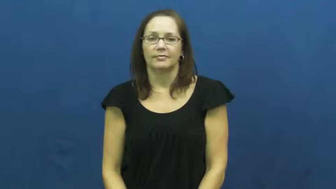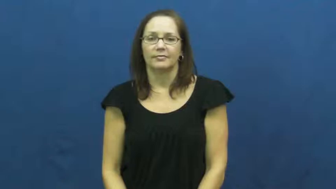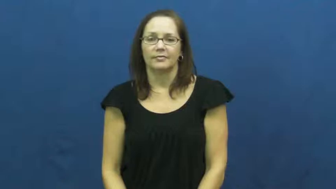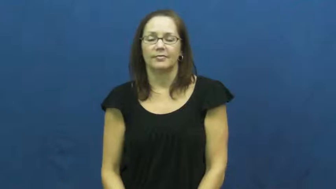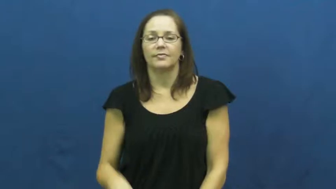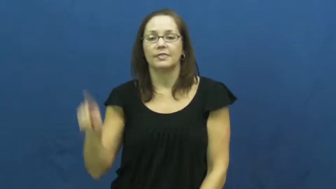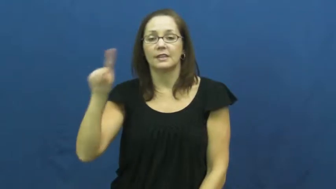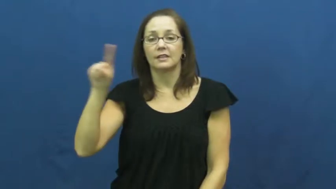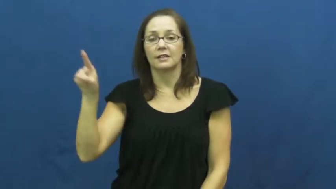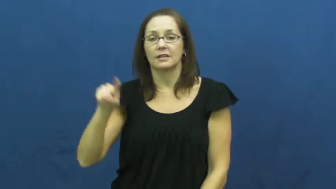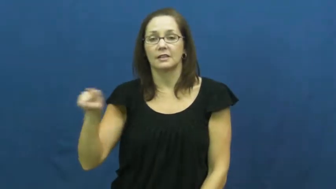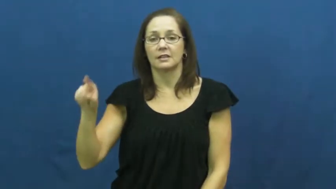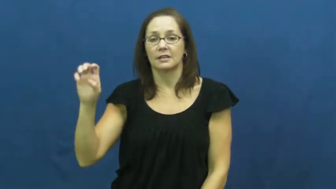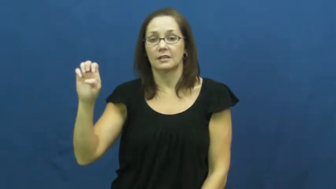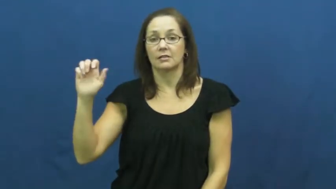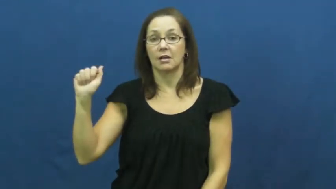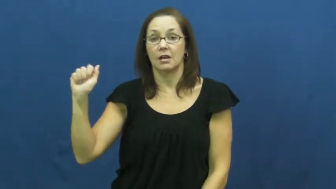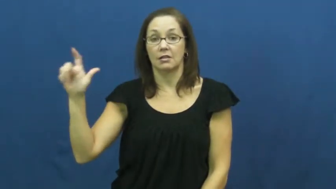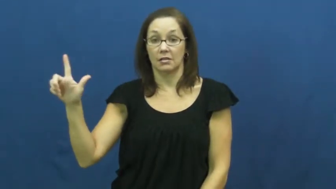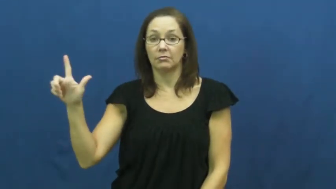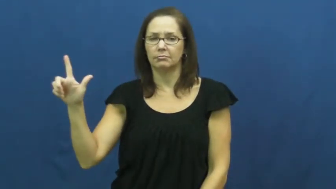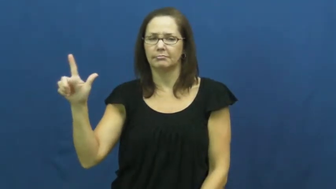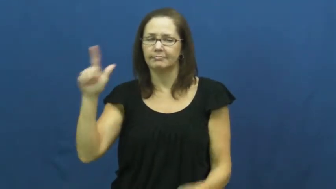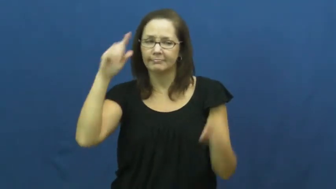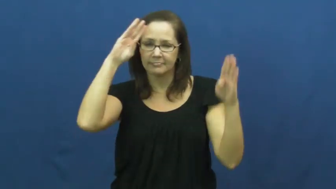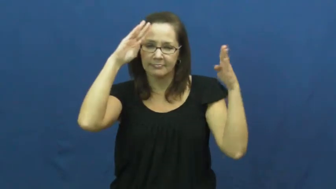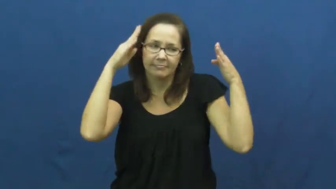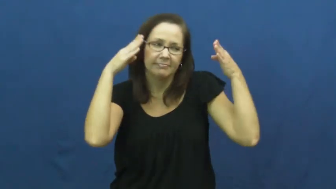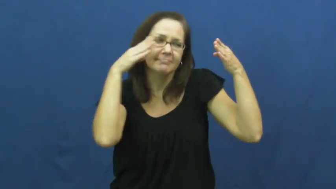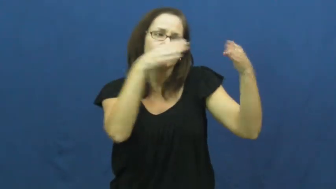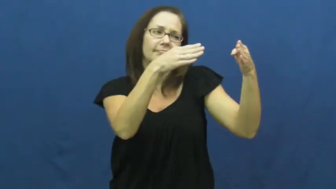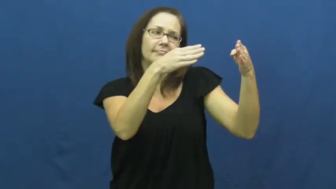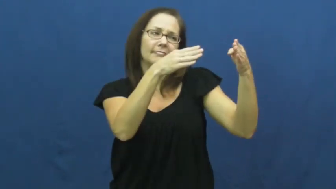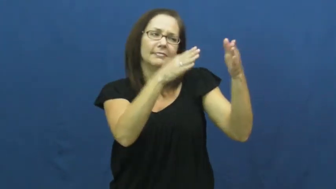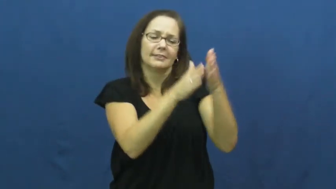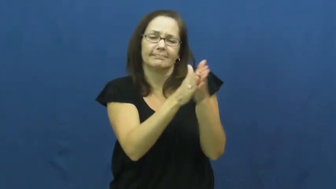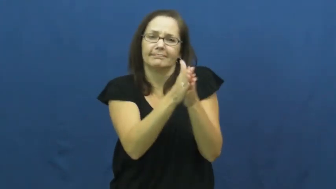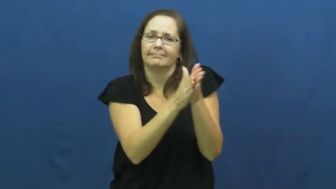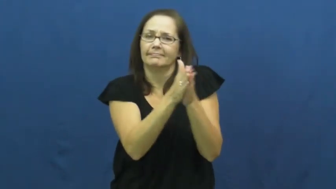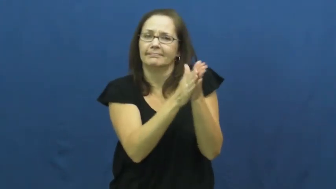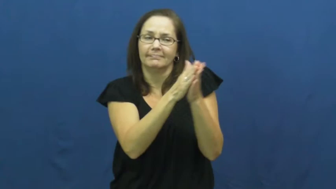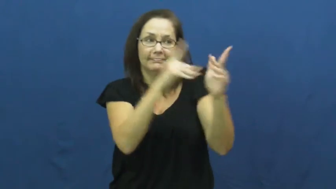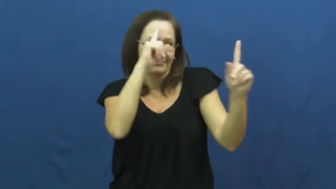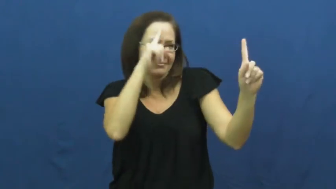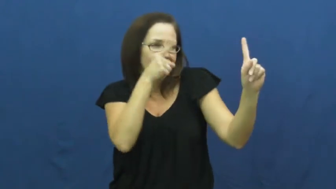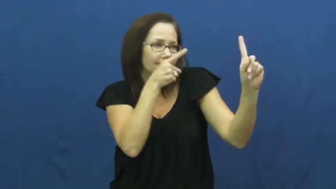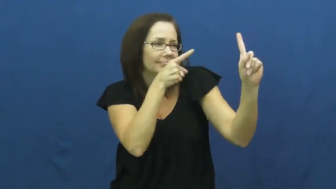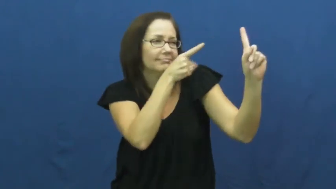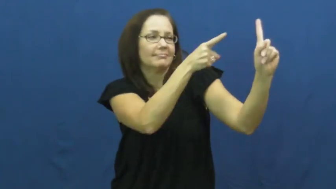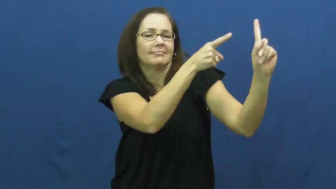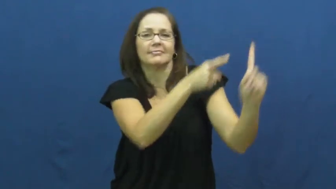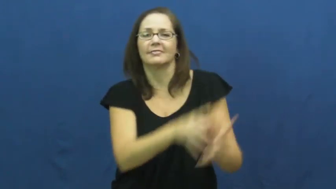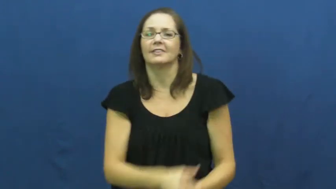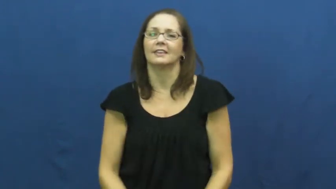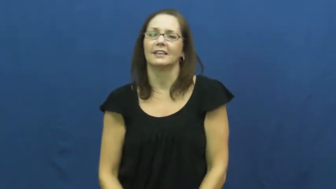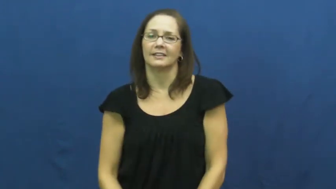zeal